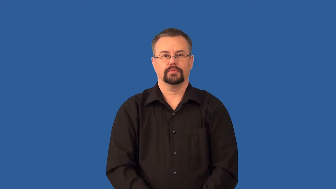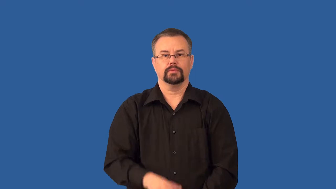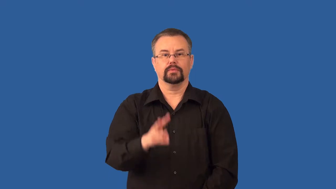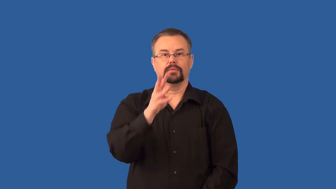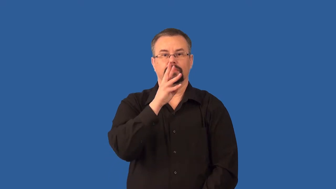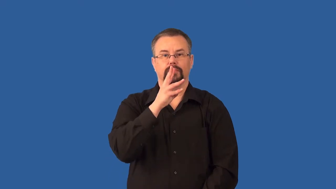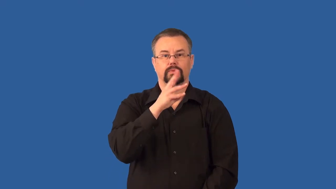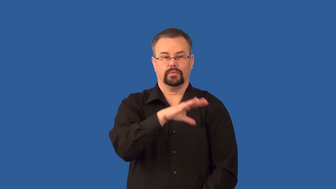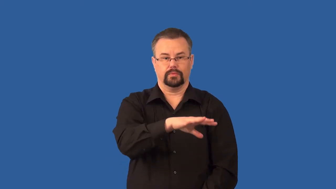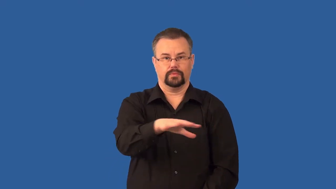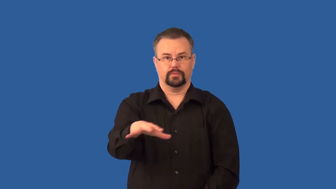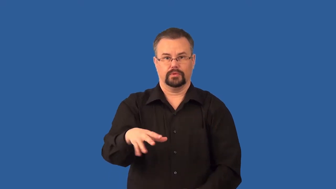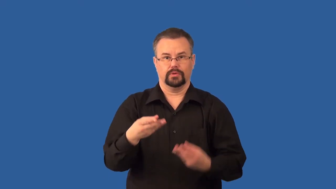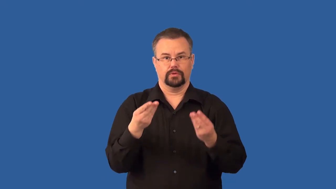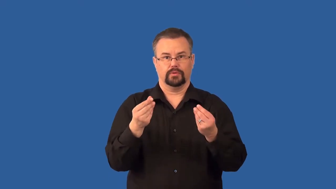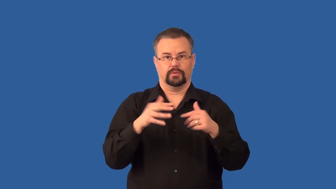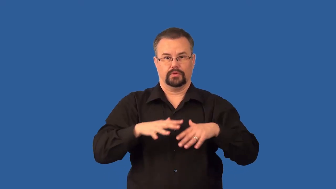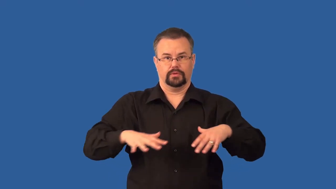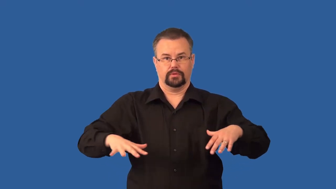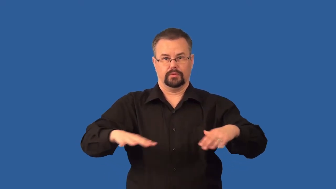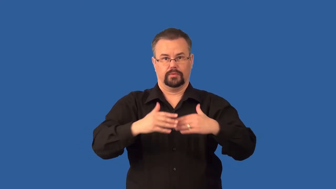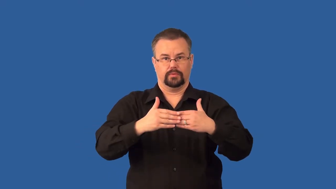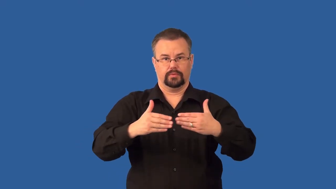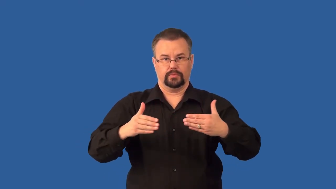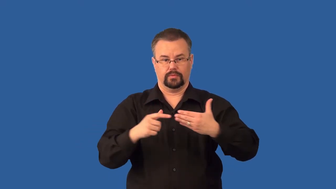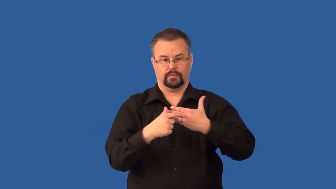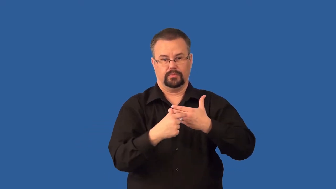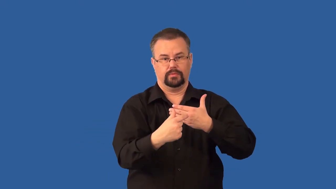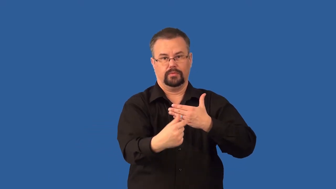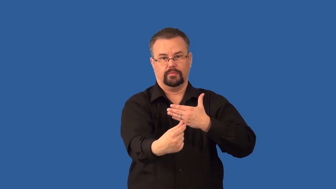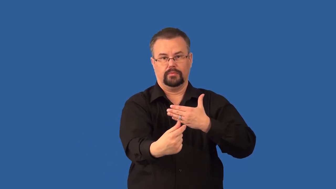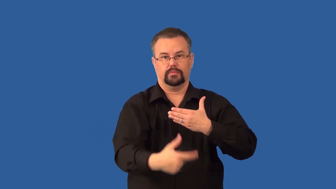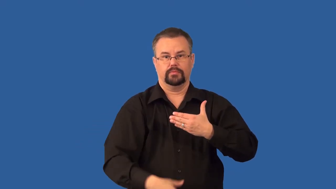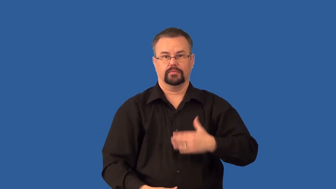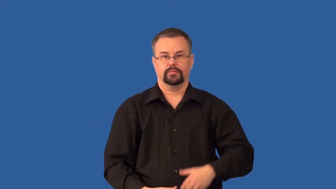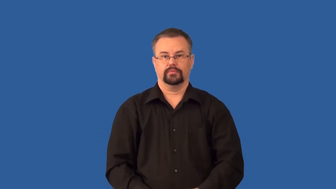cape-land